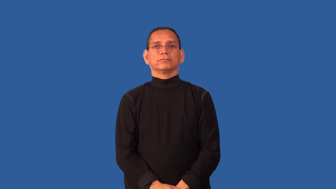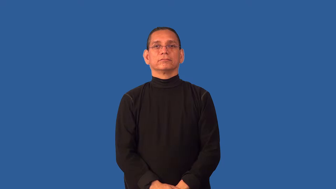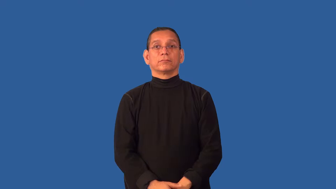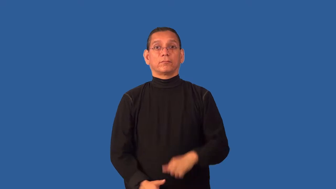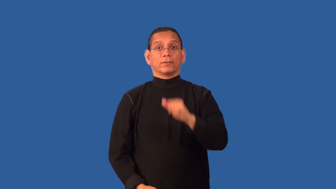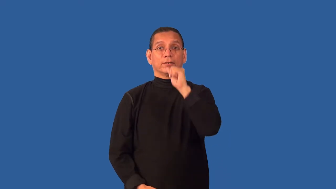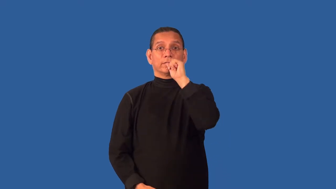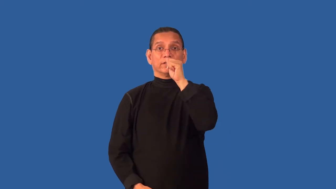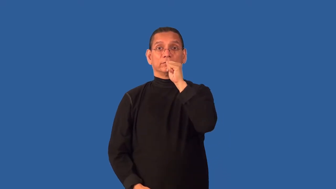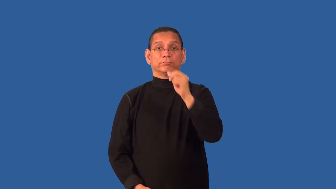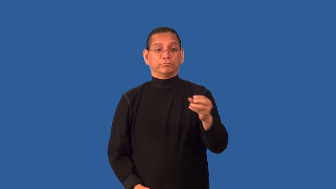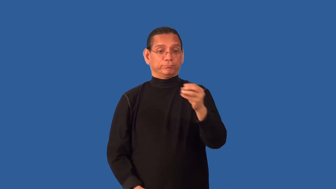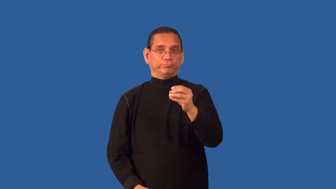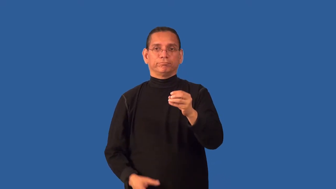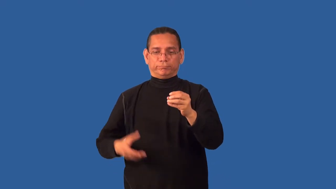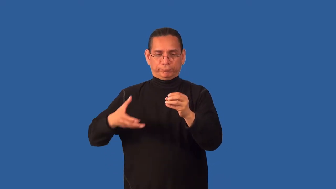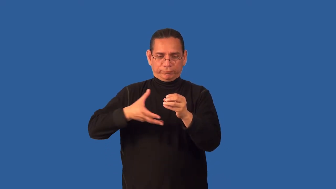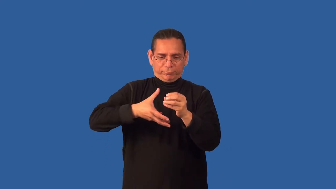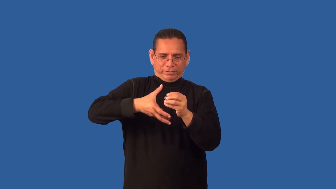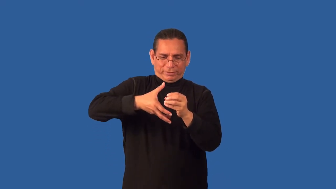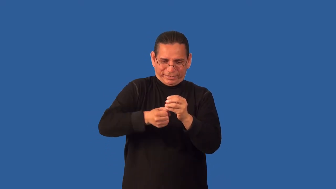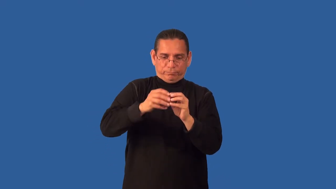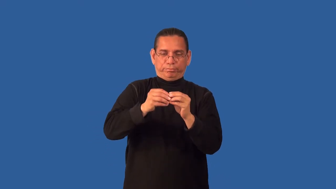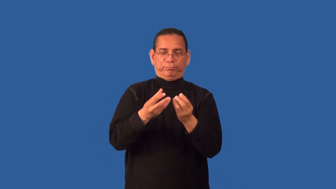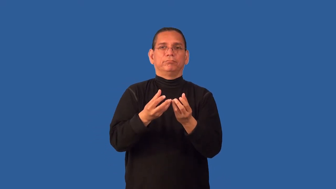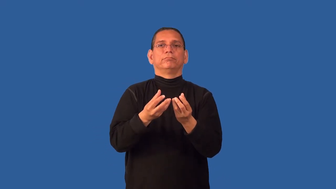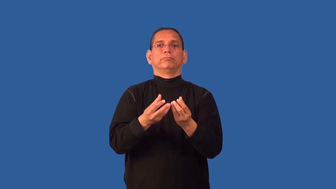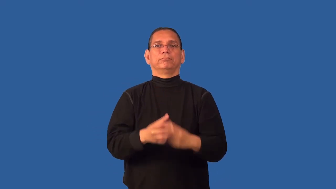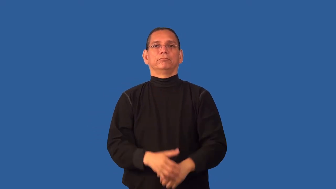crack-nut